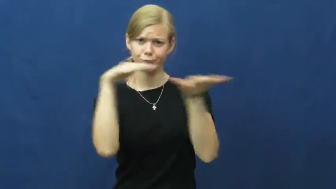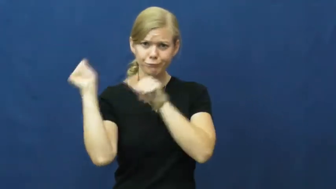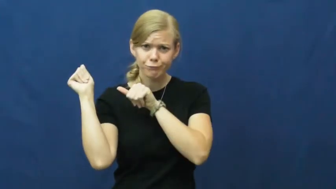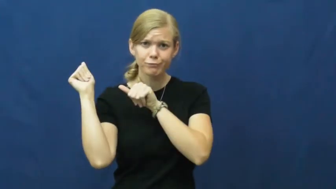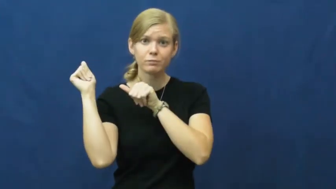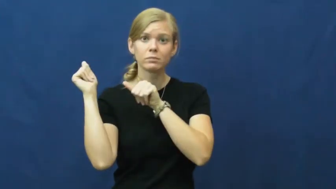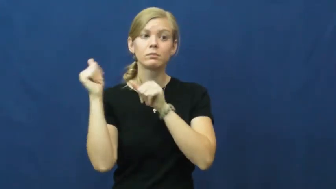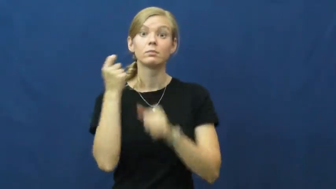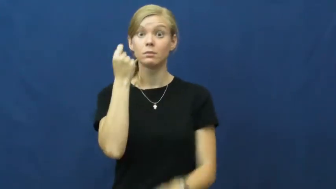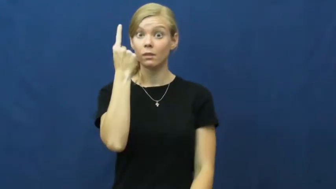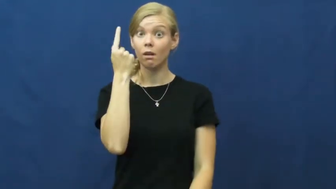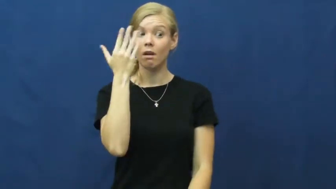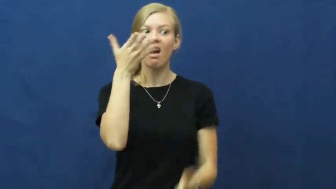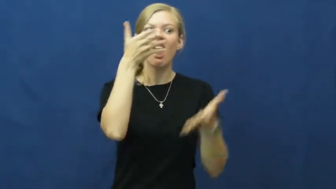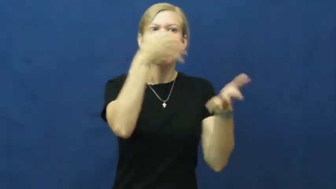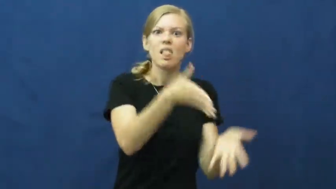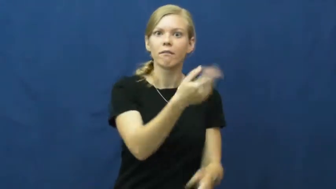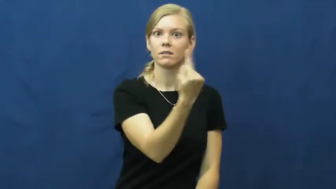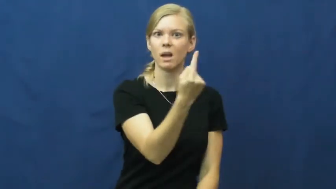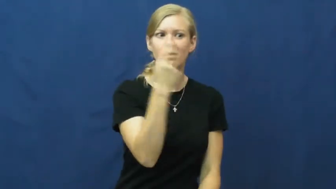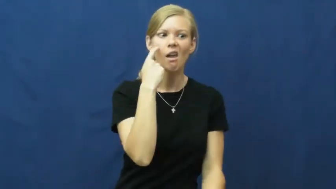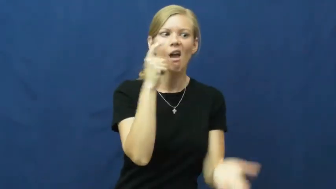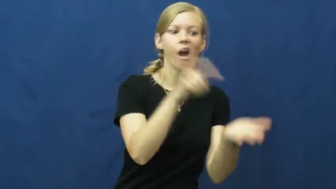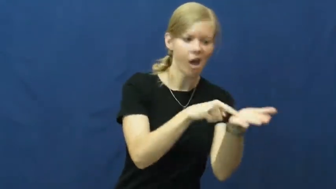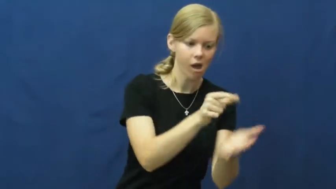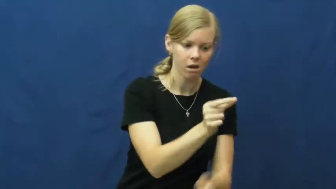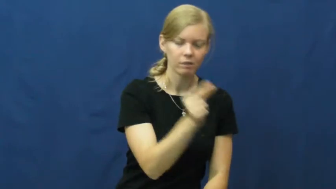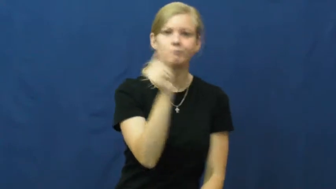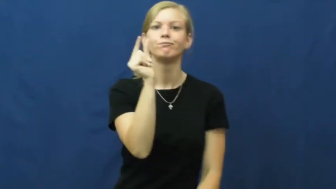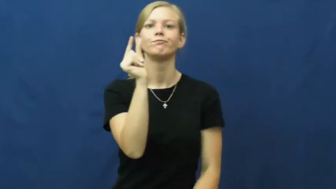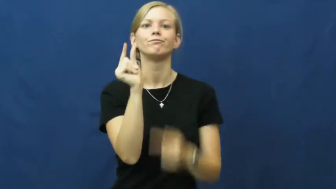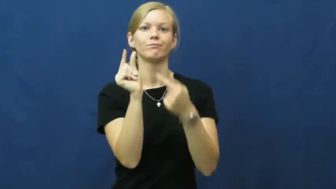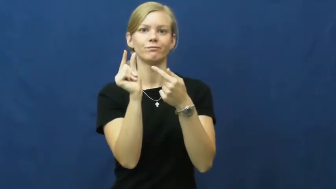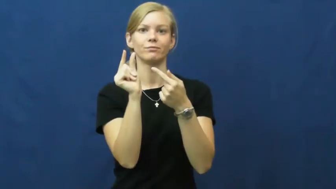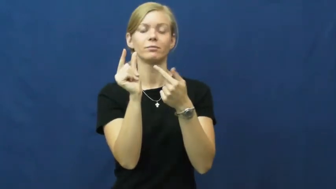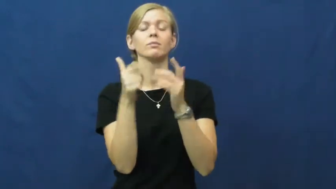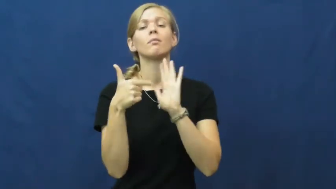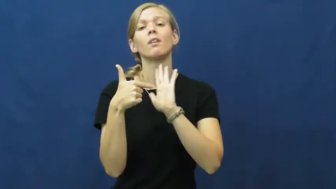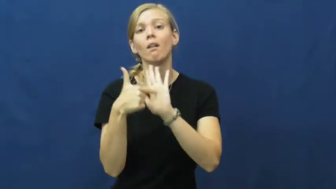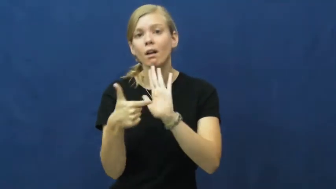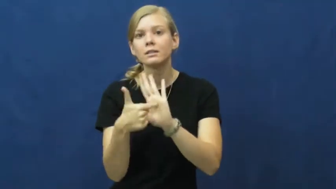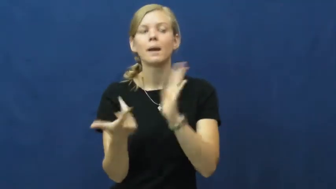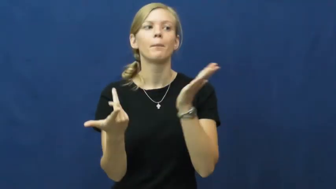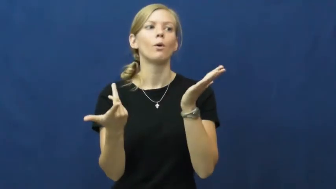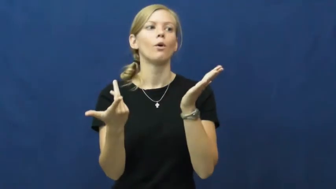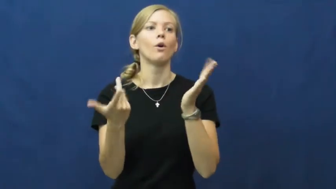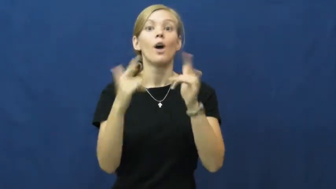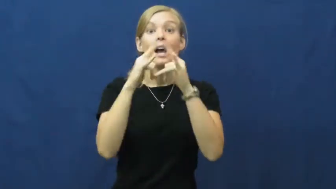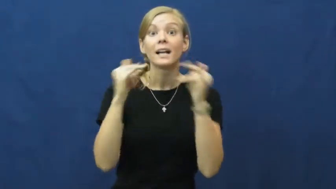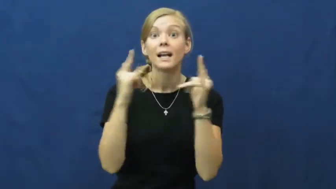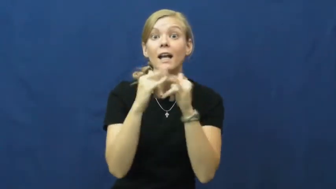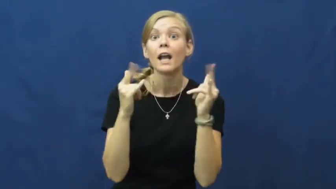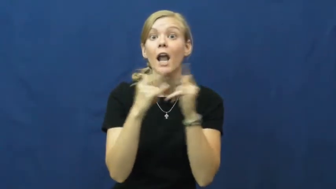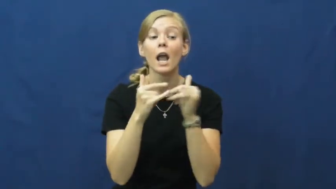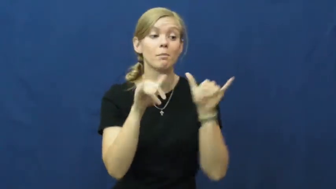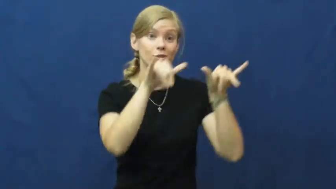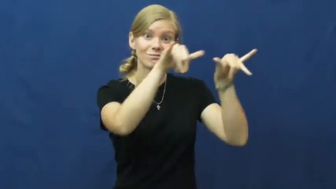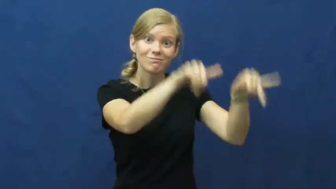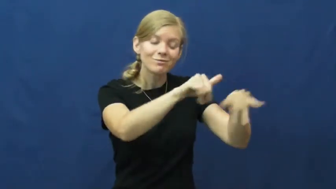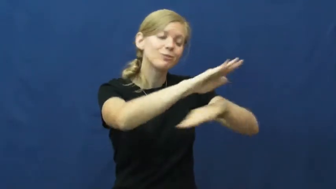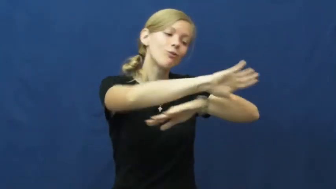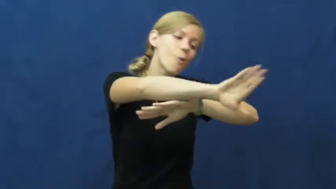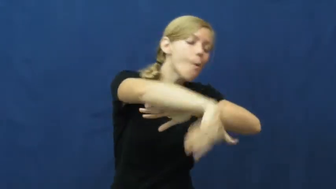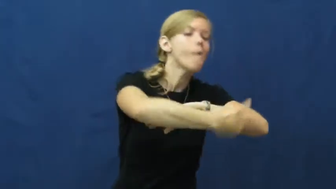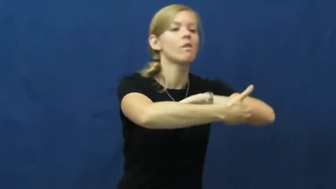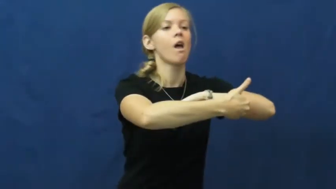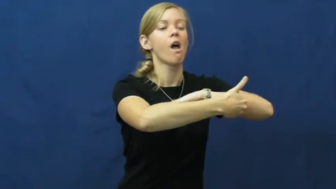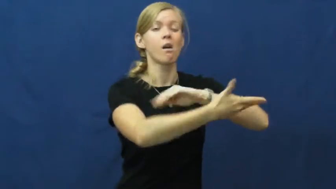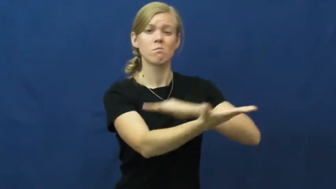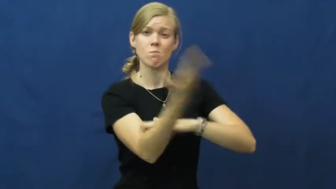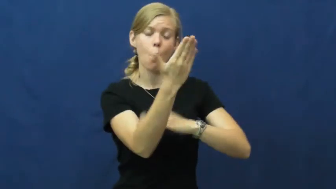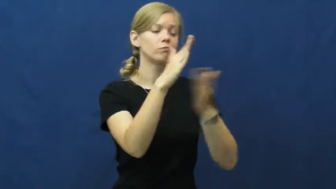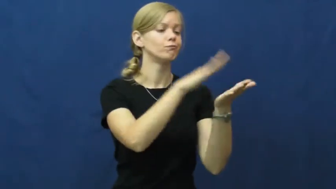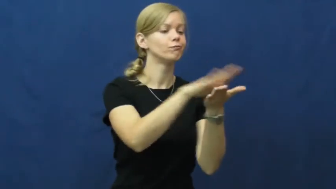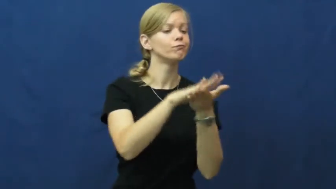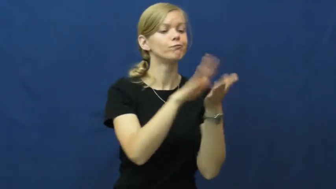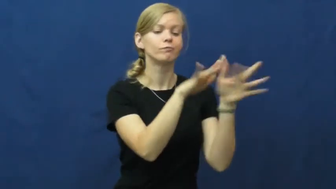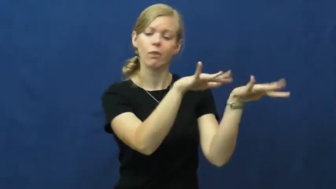vestige